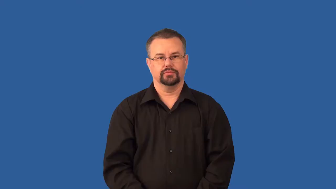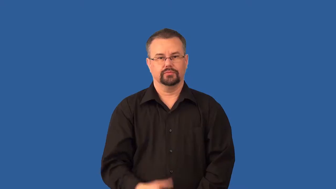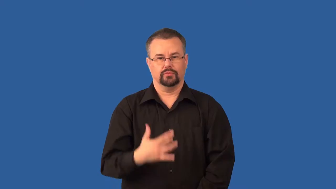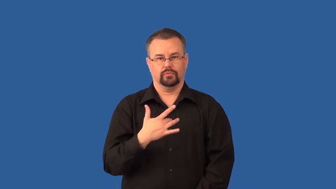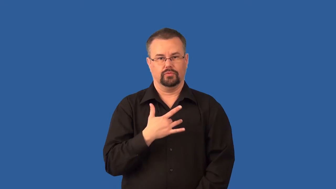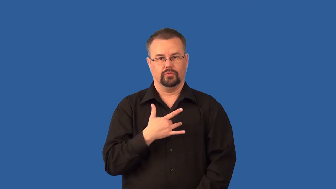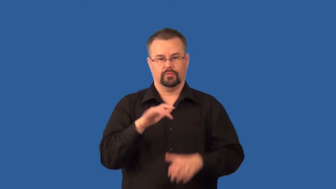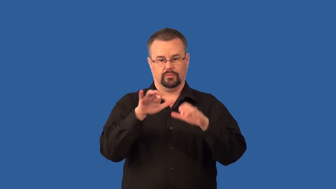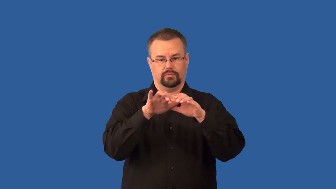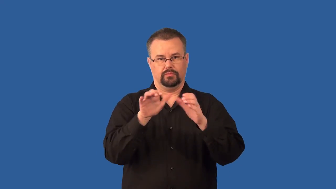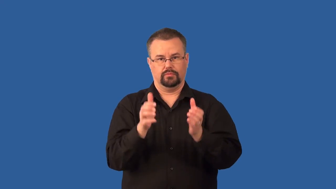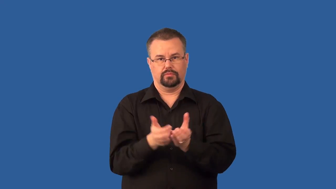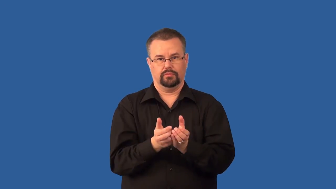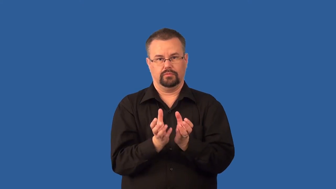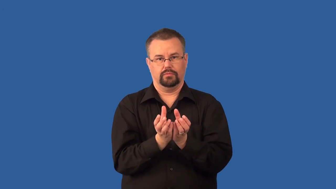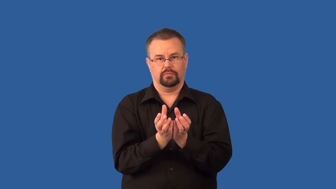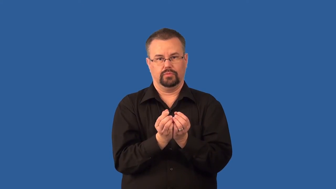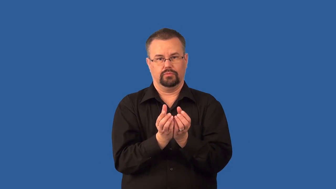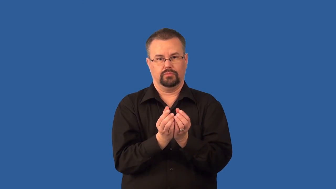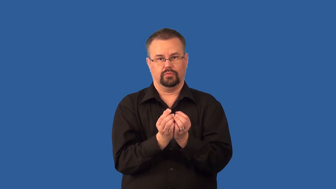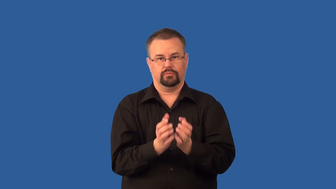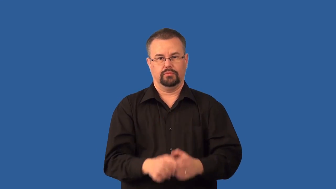ventricle